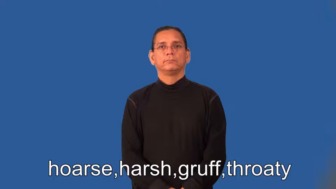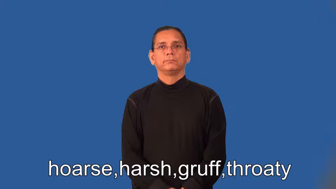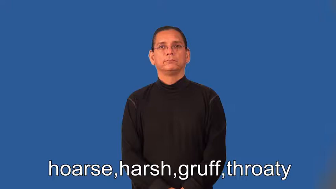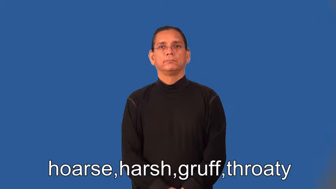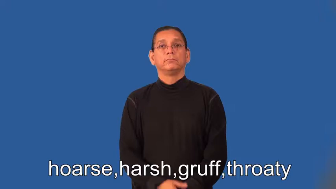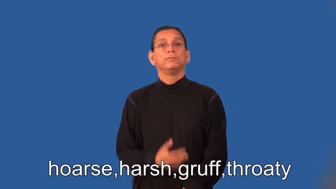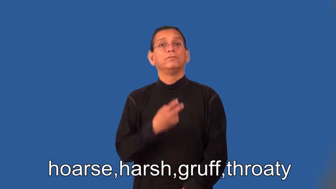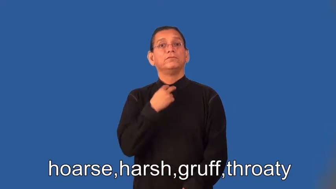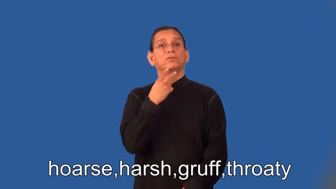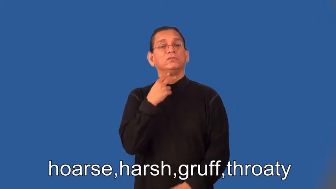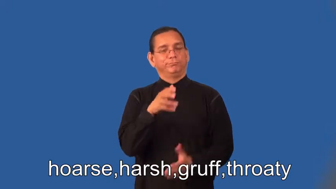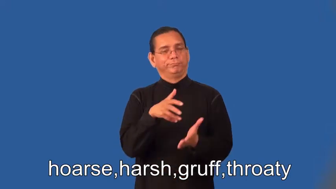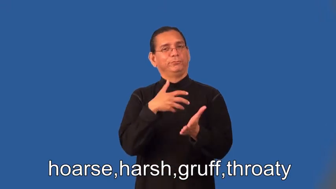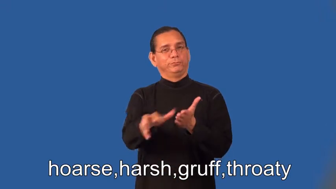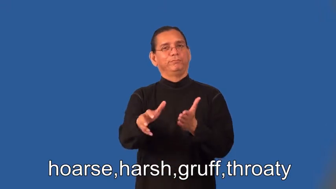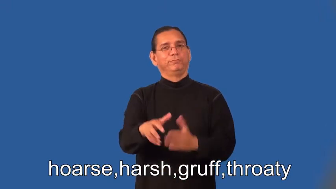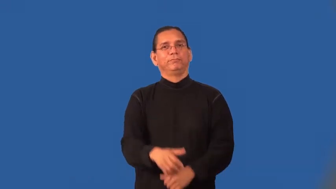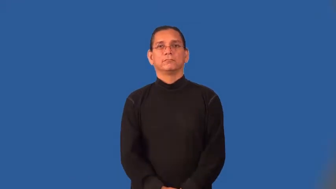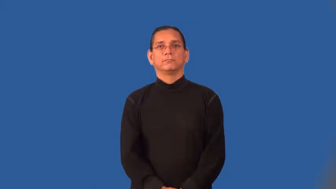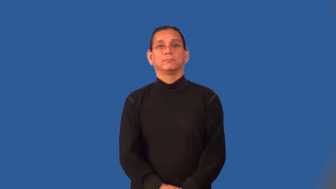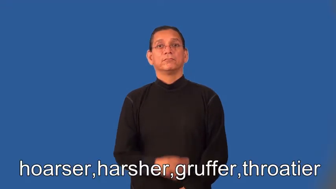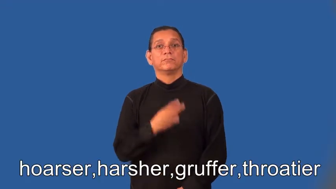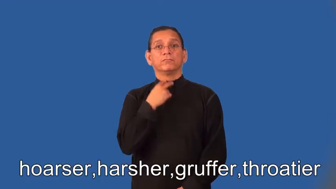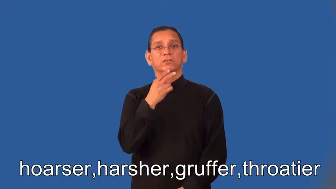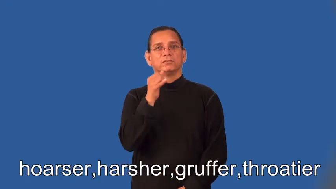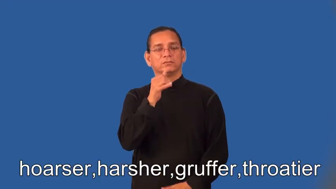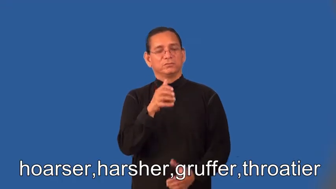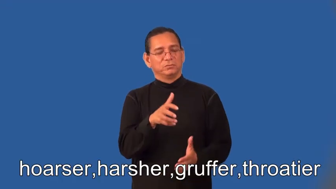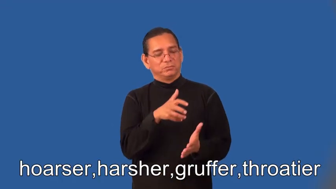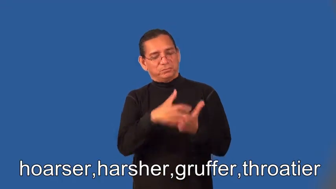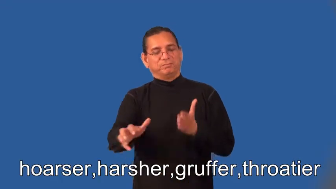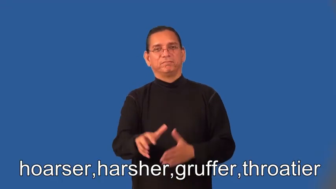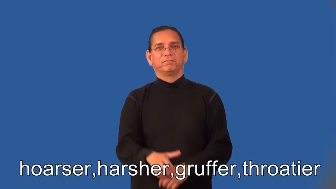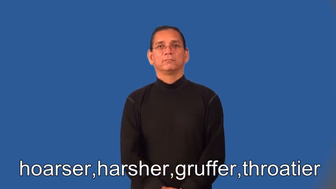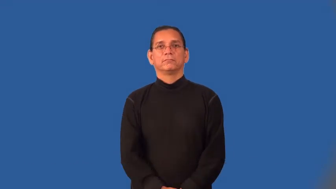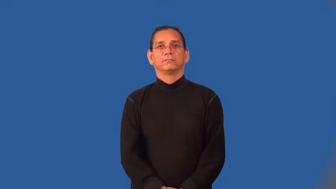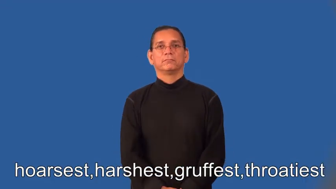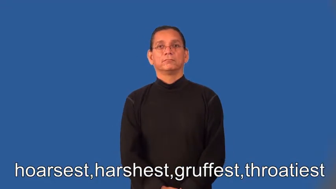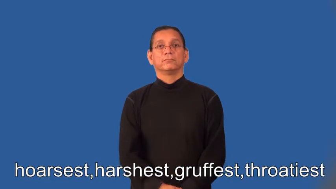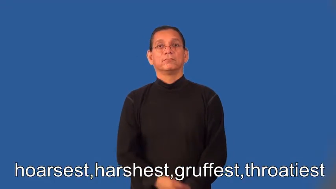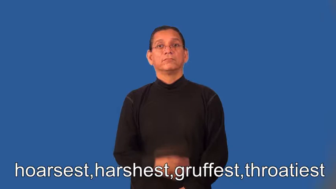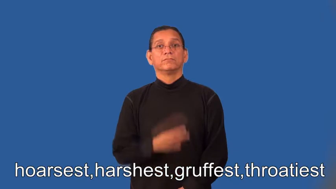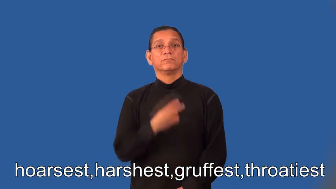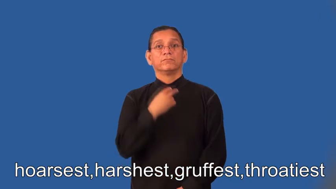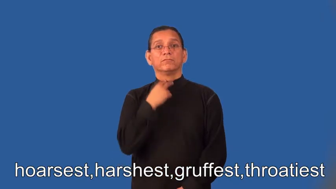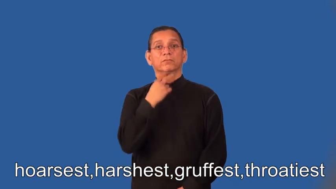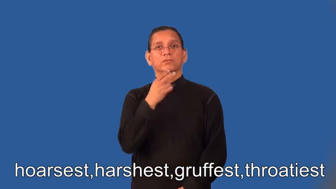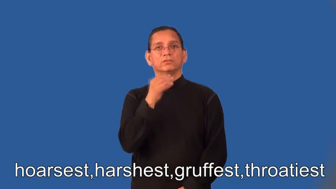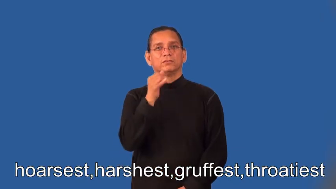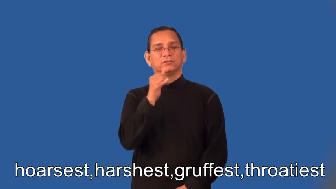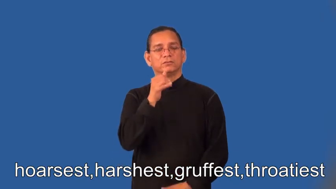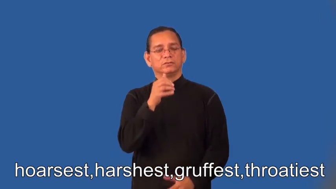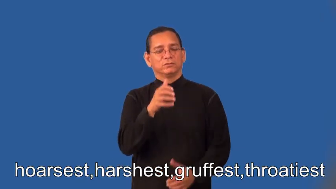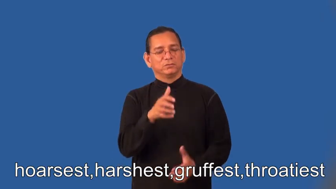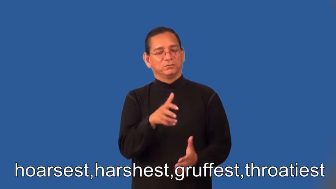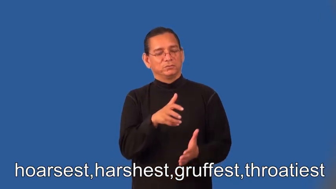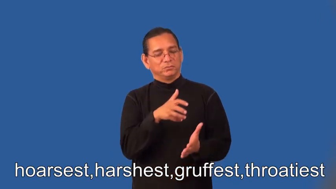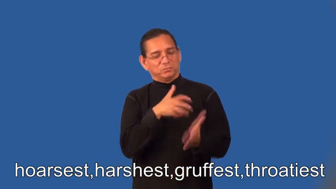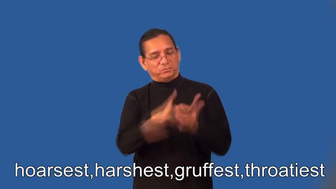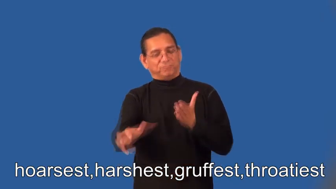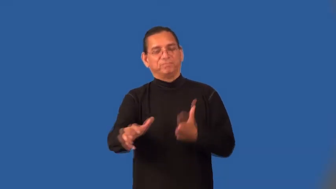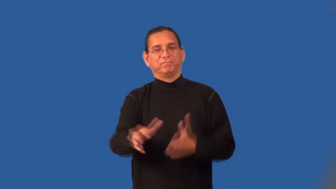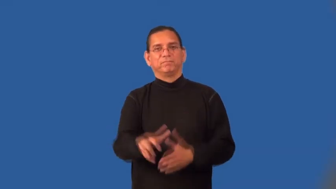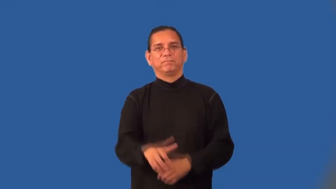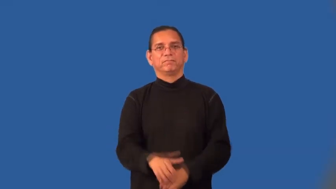hoarser,harsher,gruffer,throatier,hoarsest,harshest,gruffest,throatiest